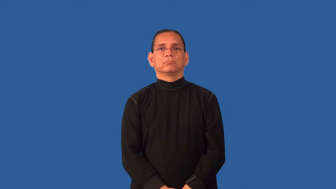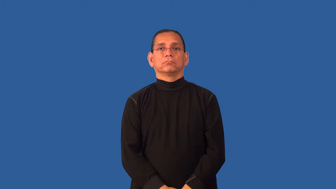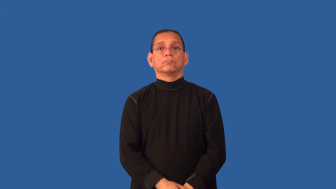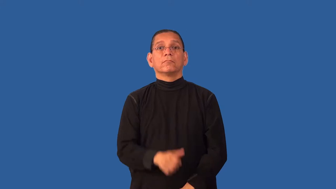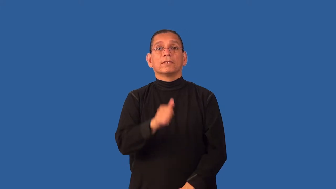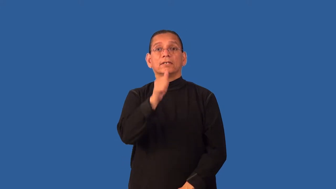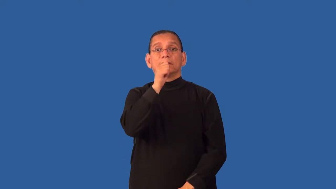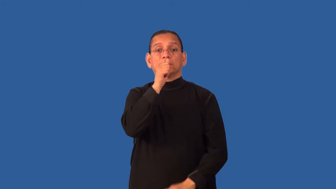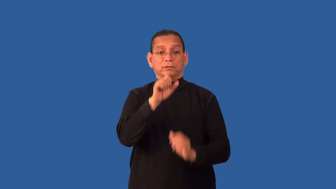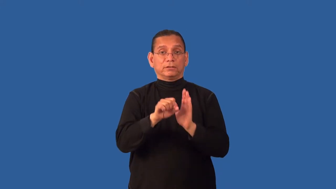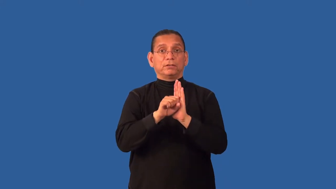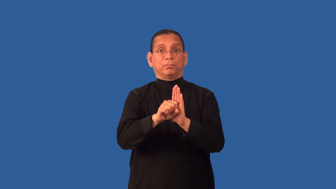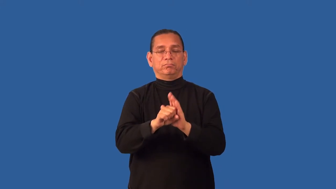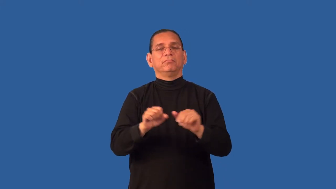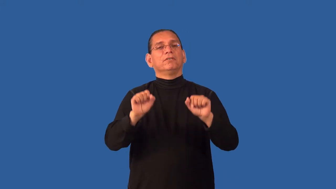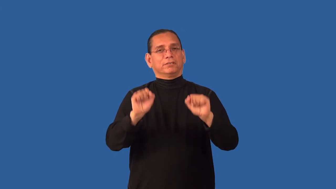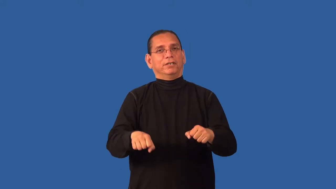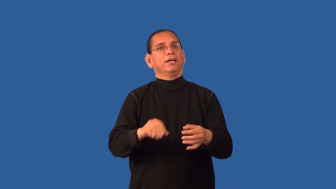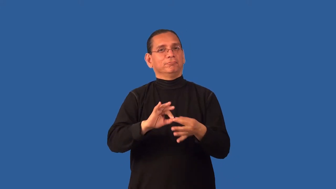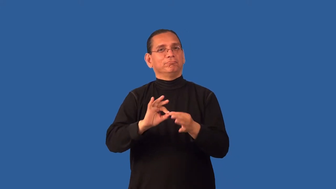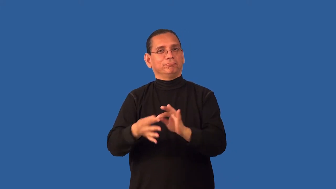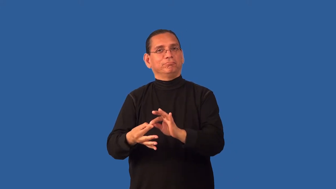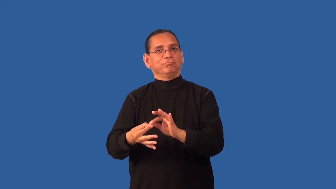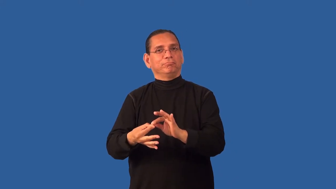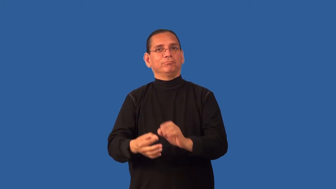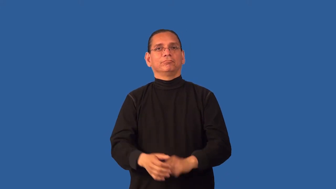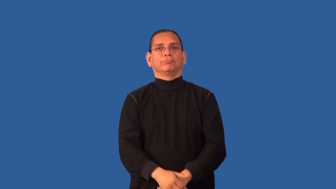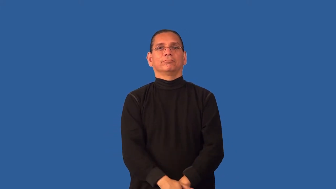decipherable-could interpret